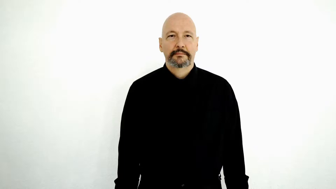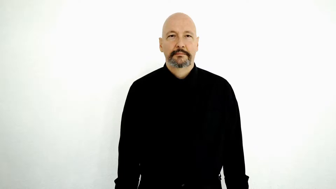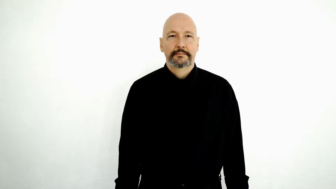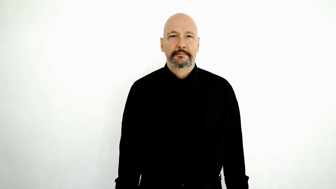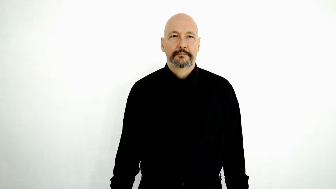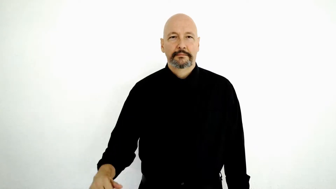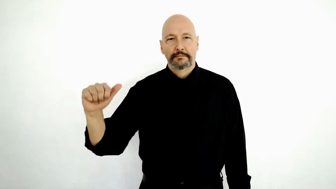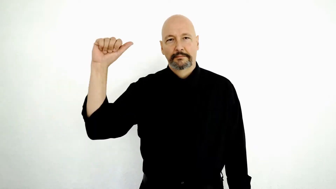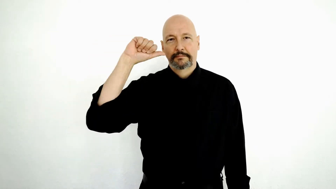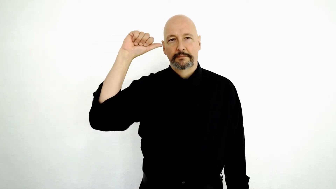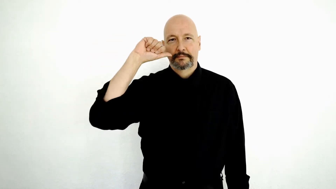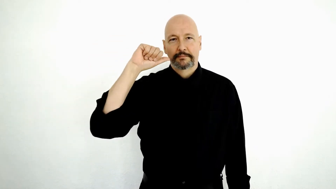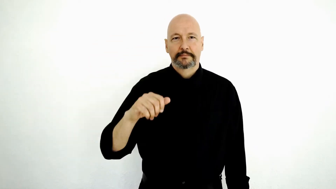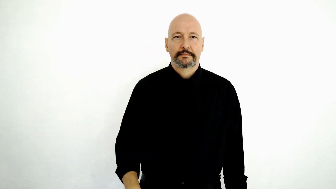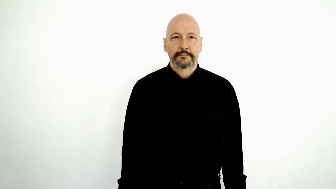BAR / saloon / drinking-establishment